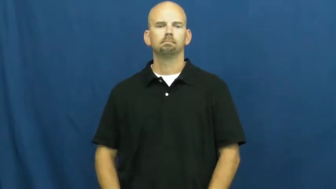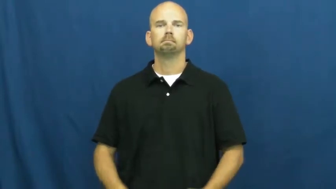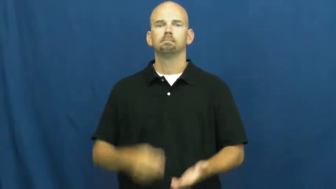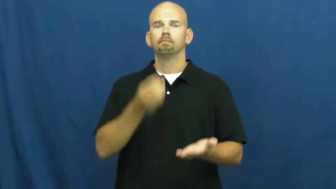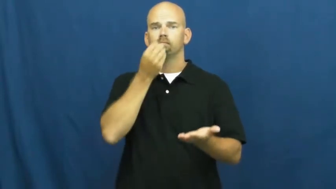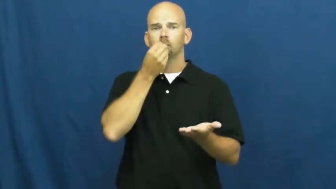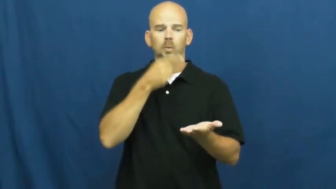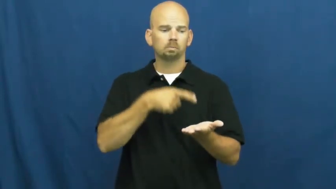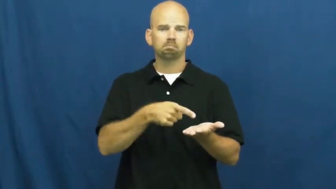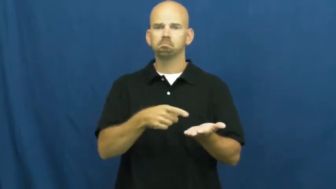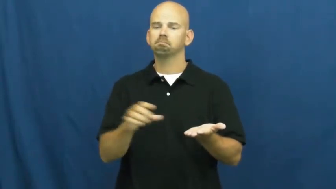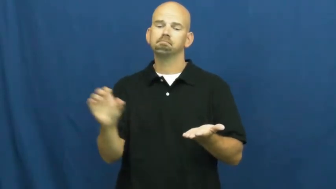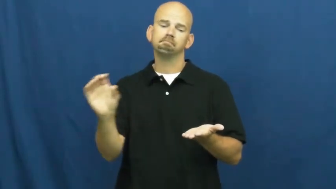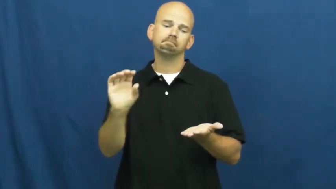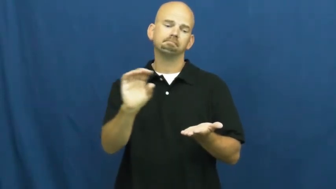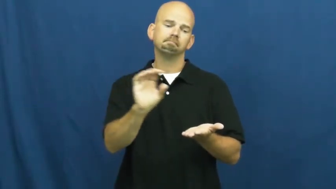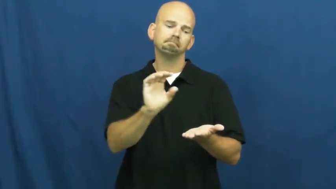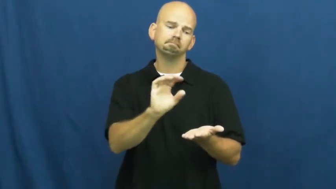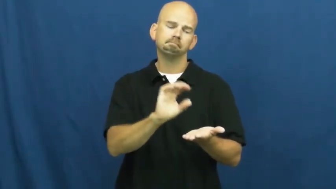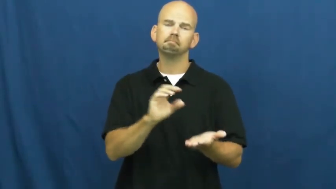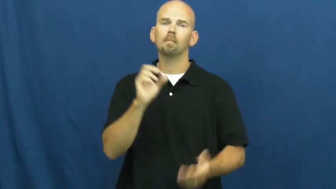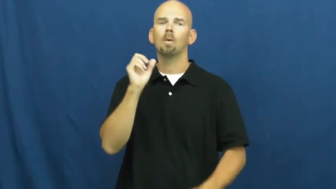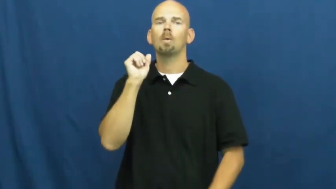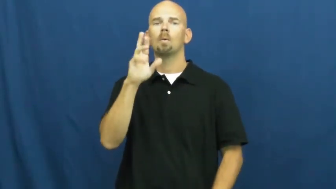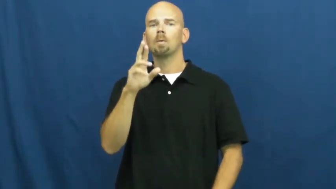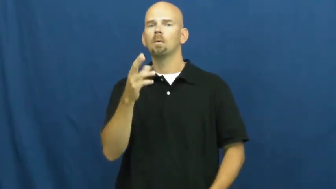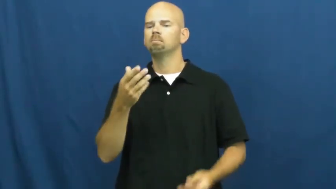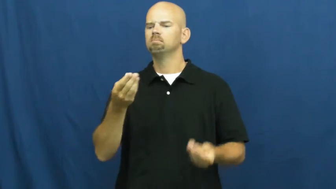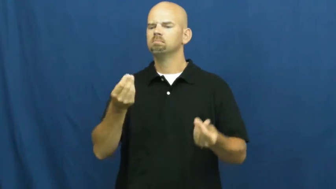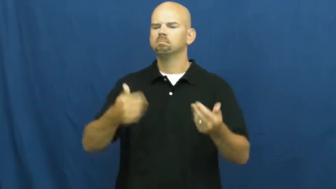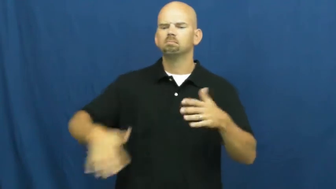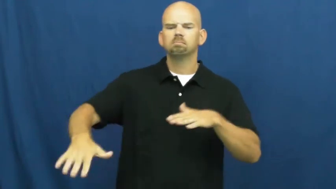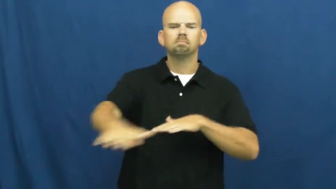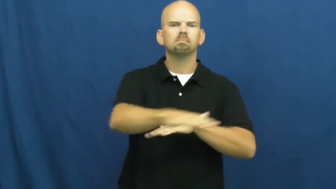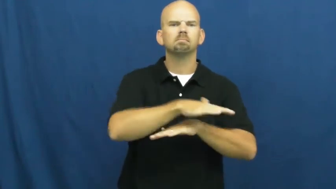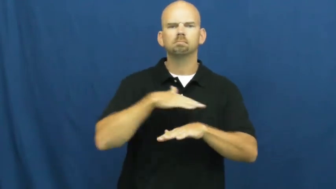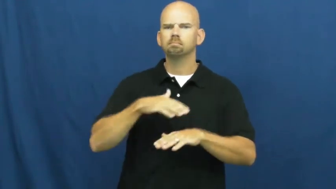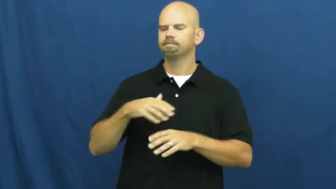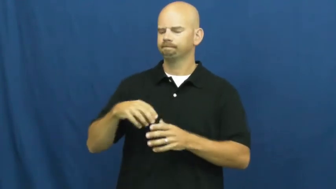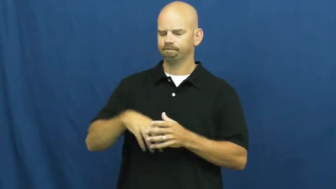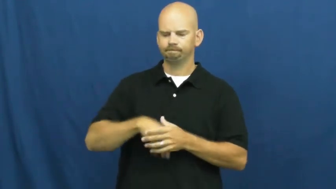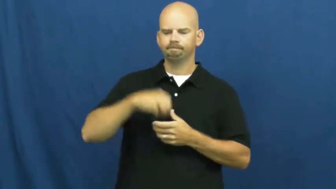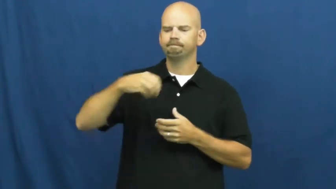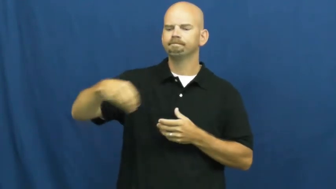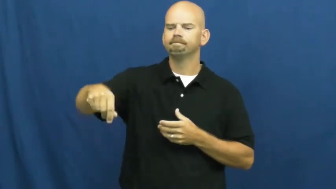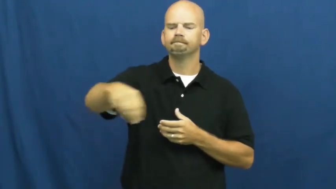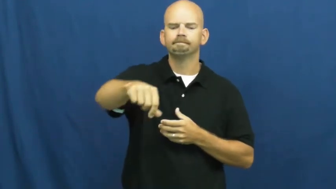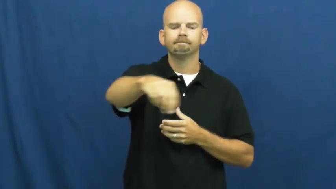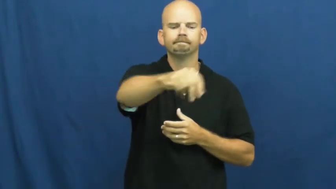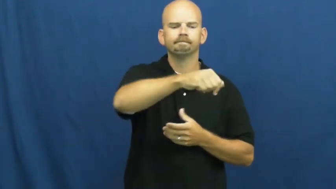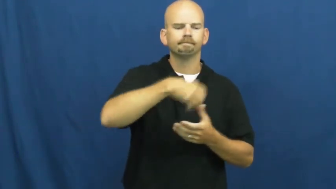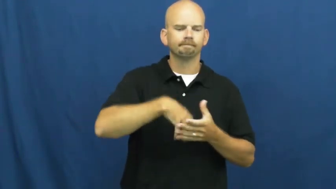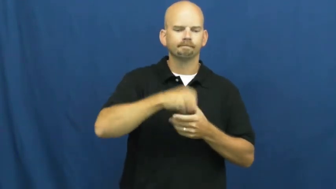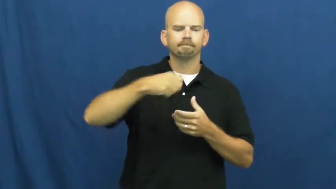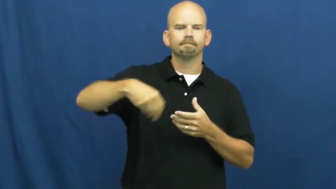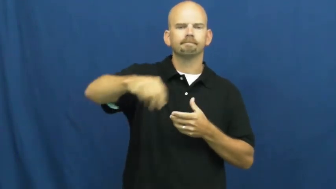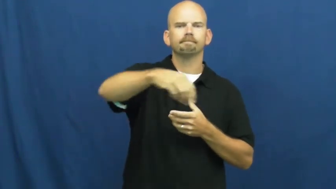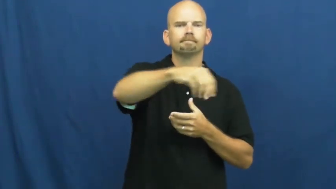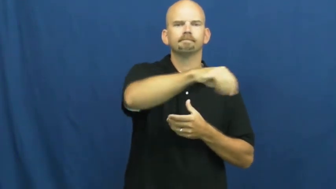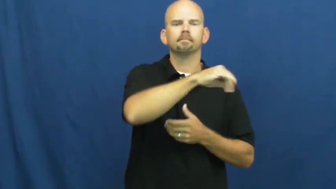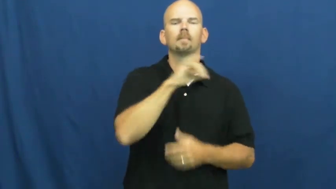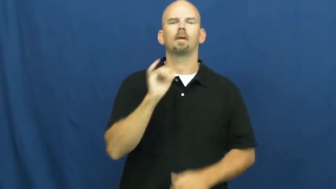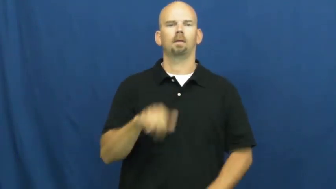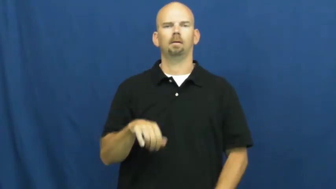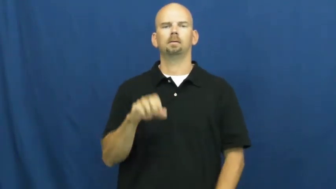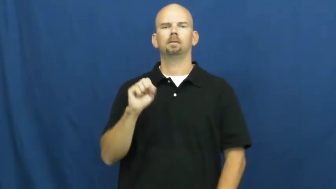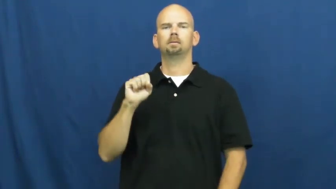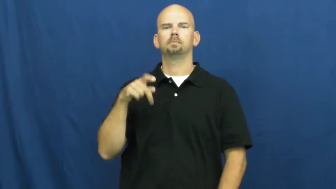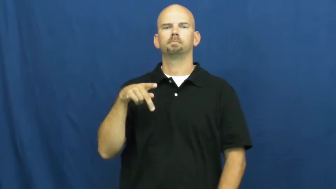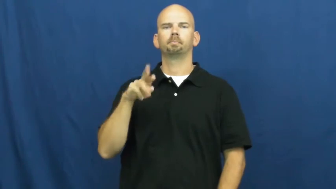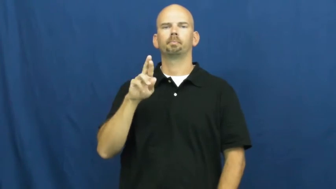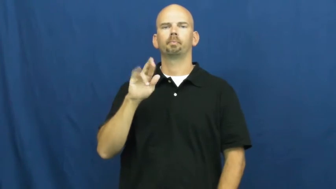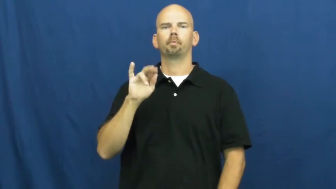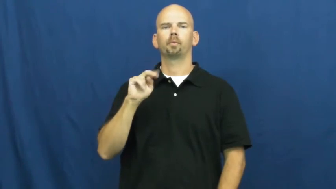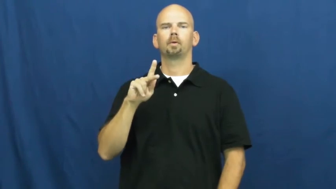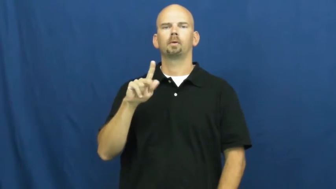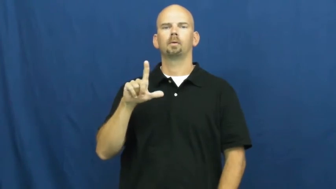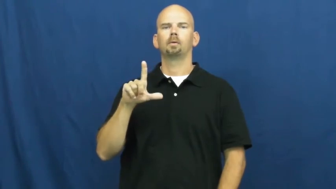sprinkle,sprinkle on